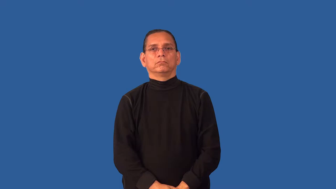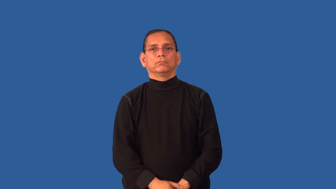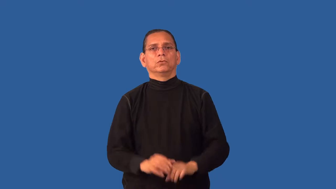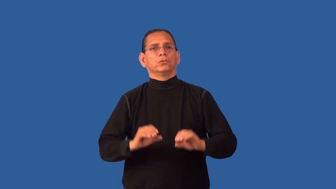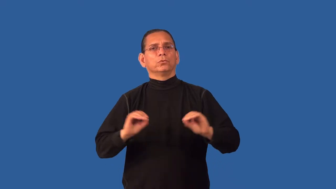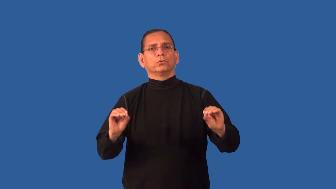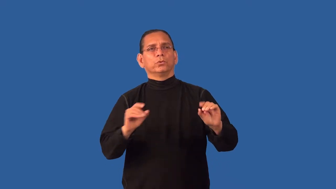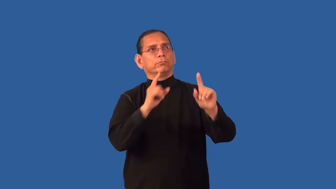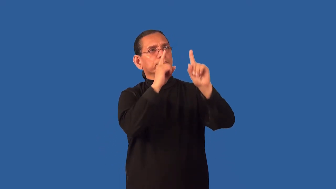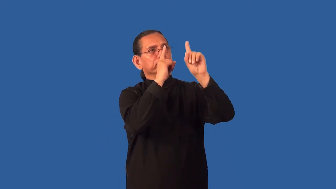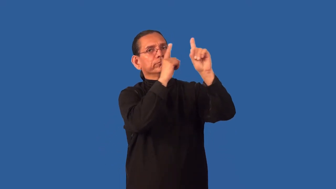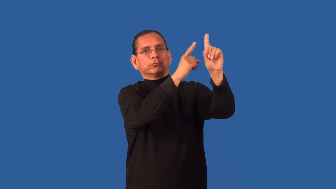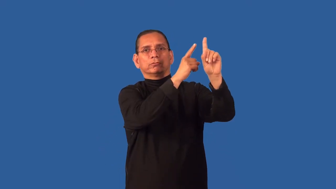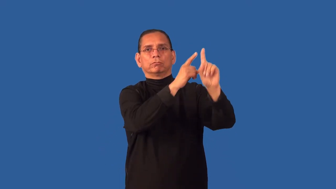directionless